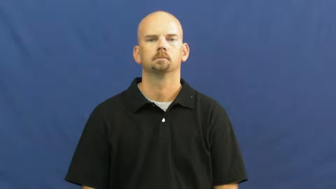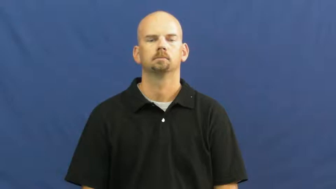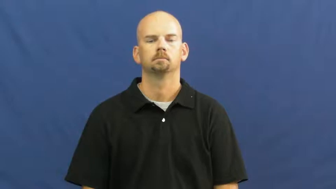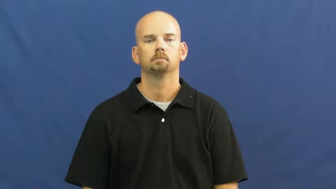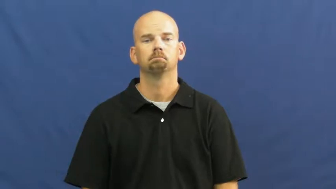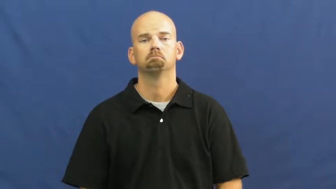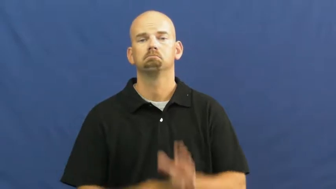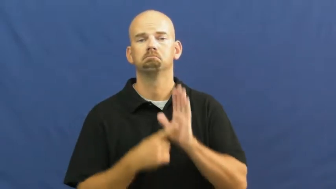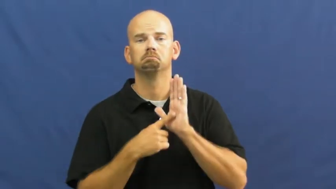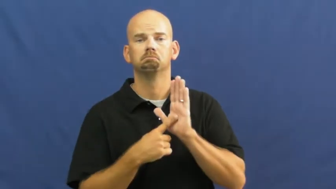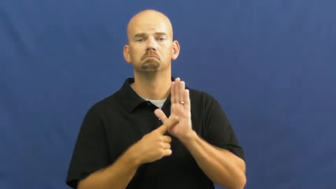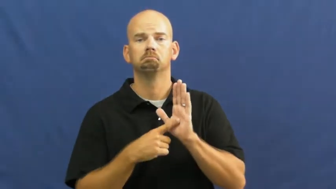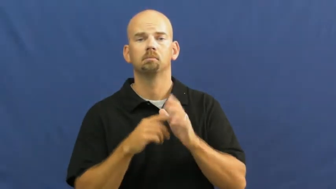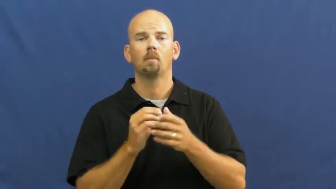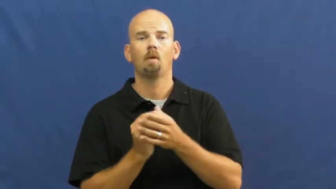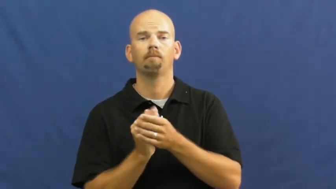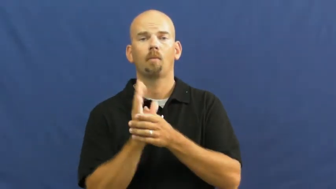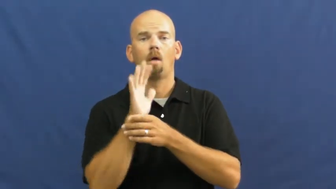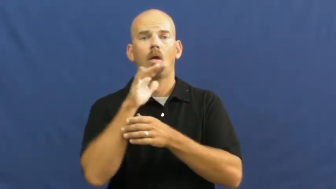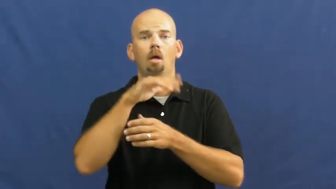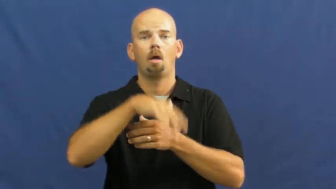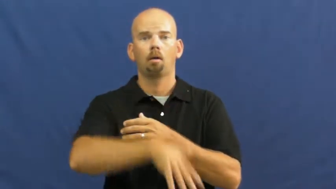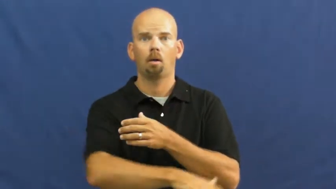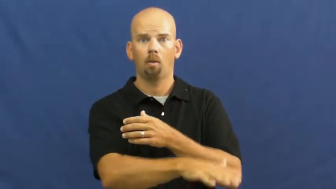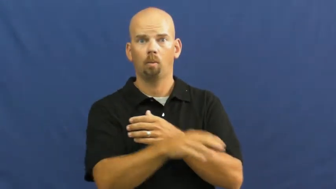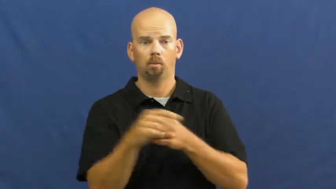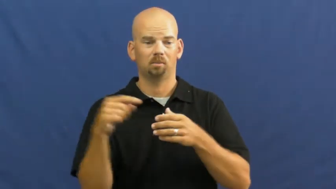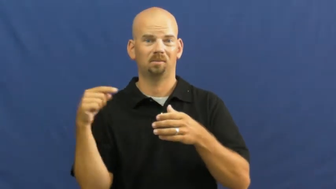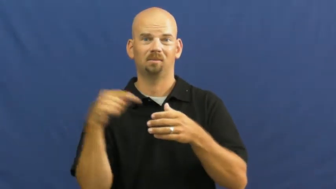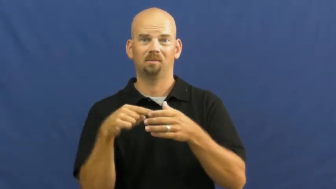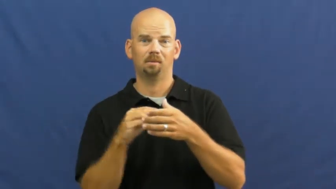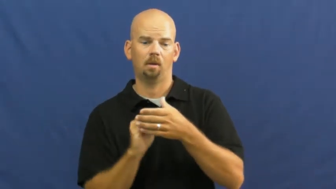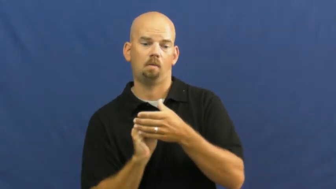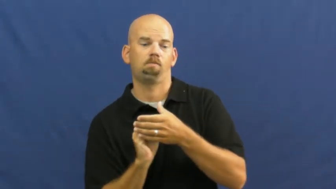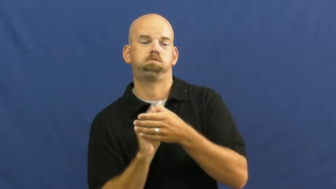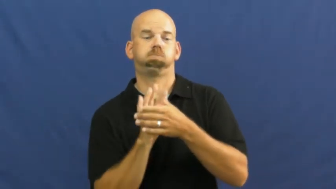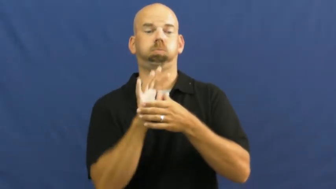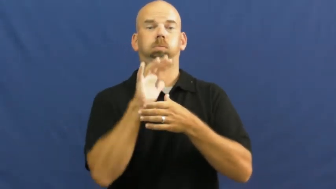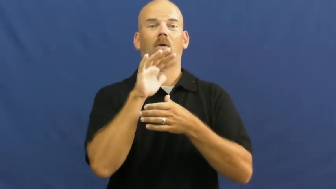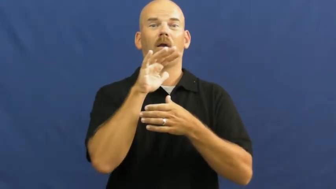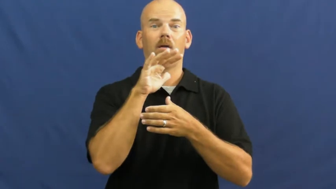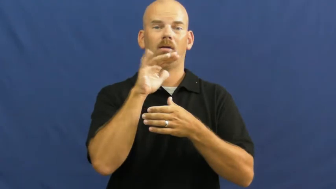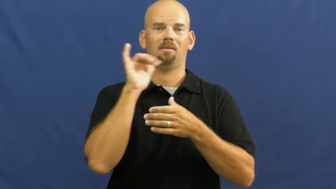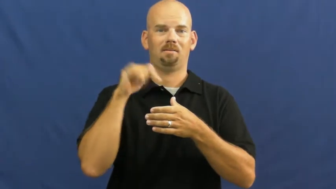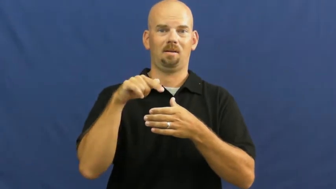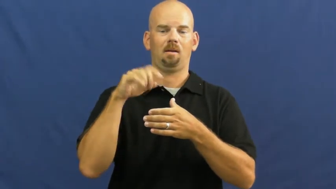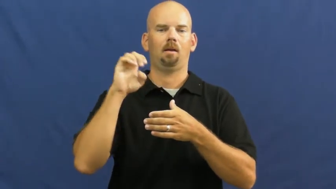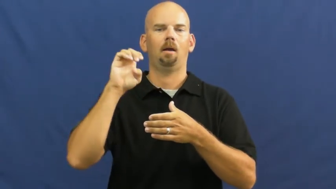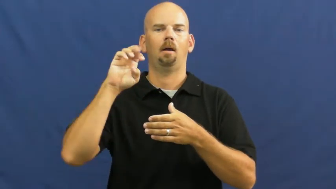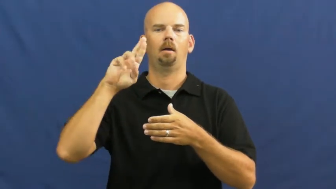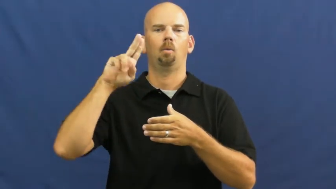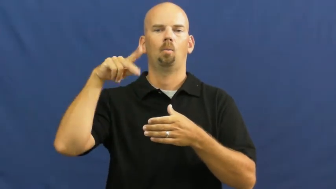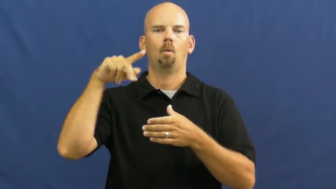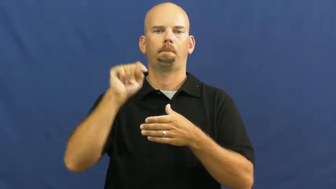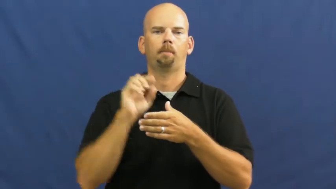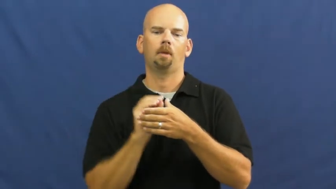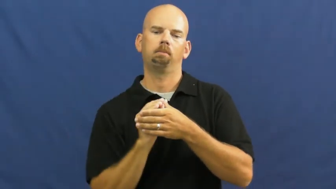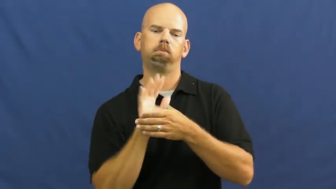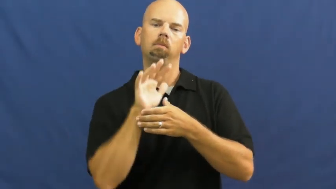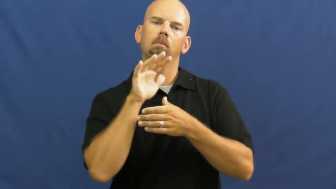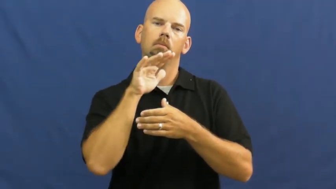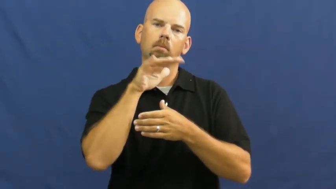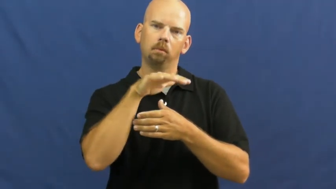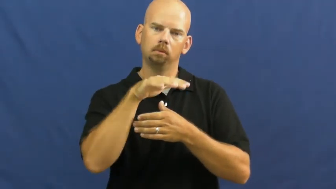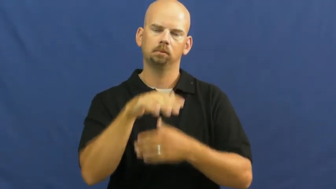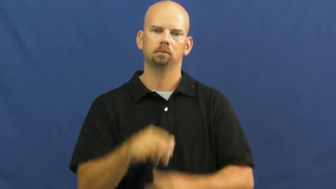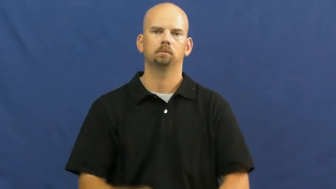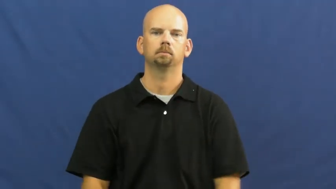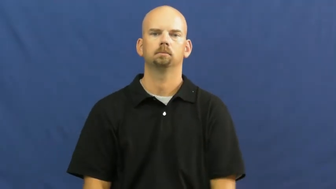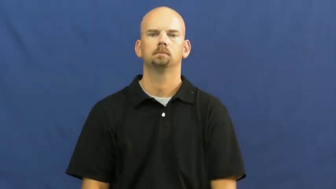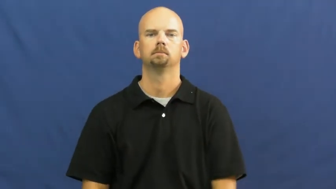erupt,extravasate